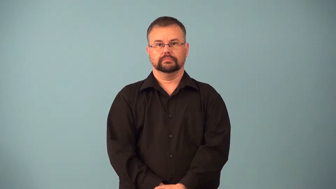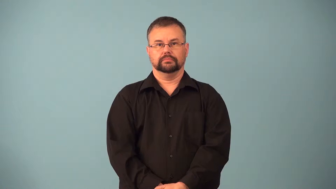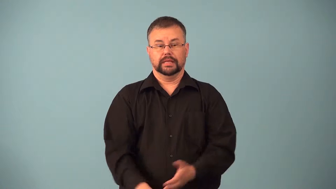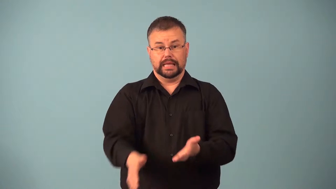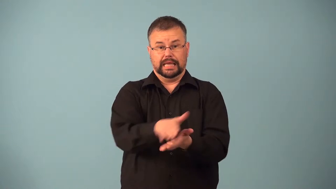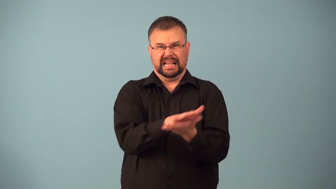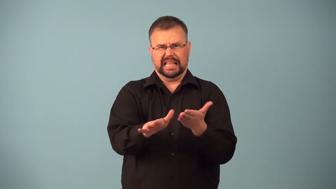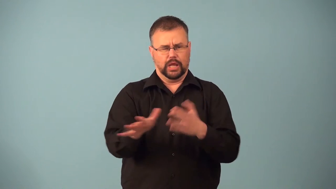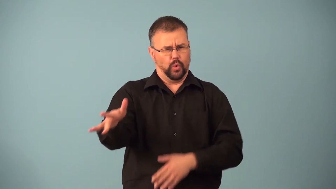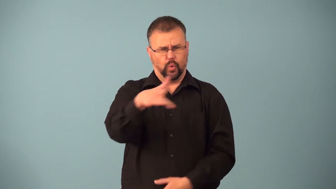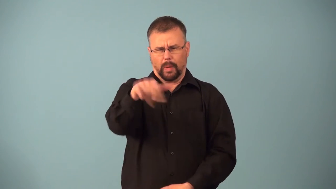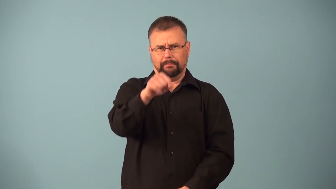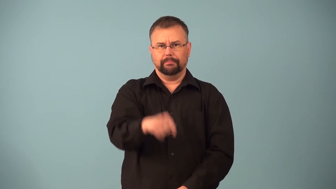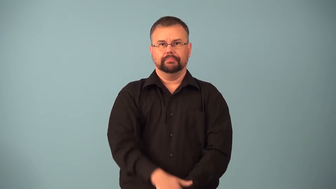immaculate,sparkling,spotless,spick and span super clean